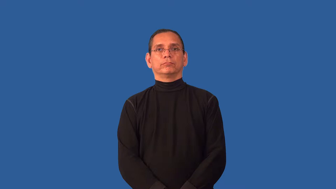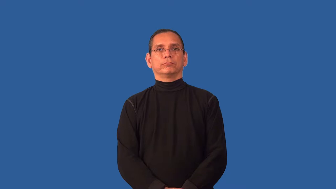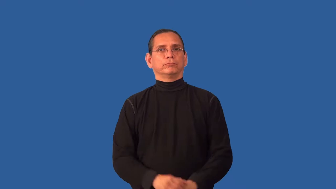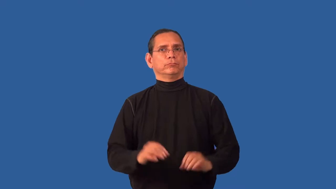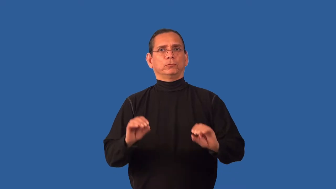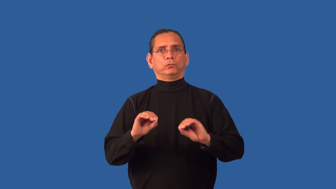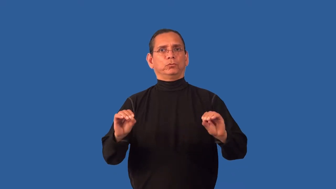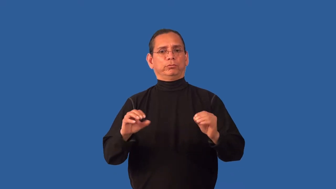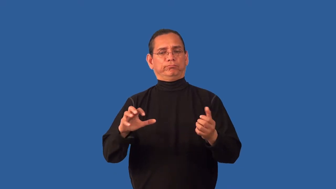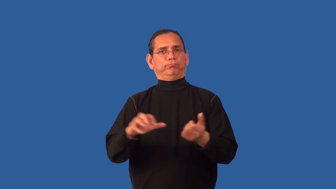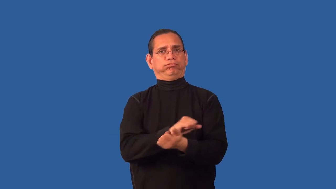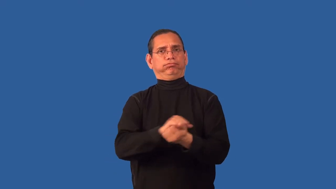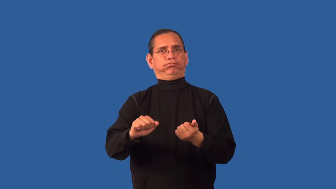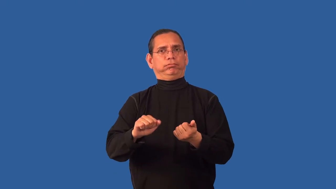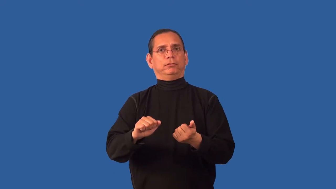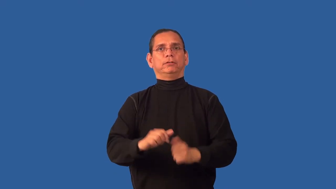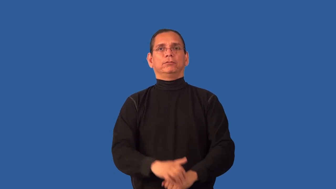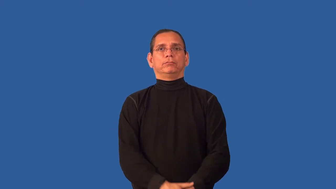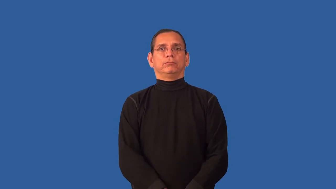unmarred